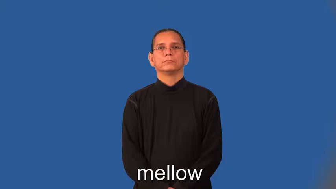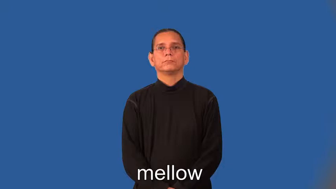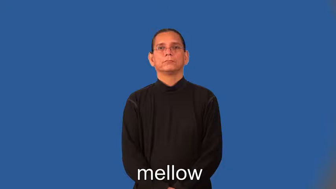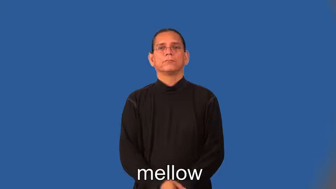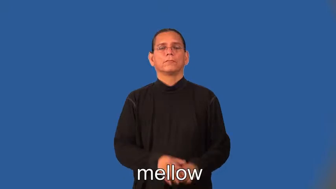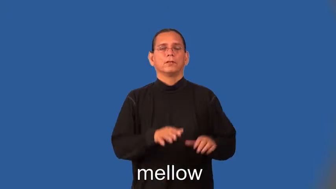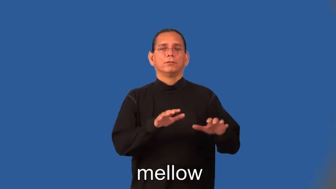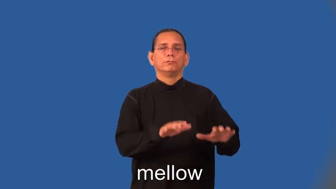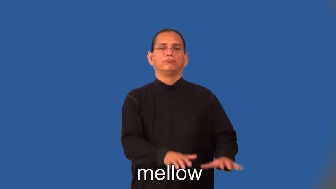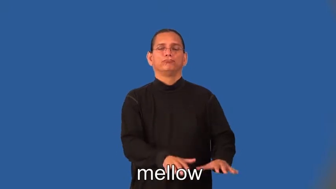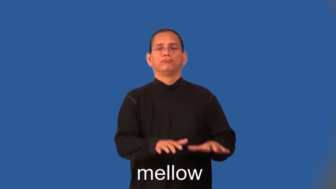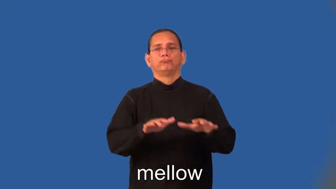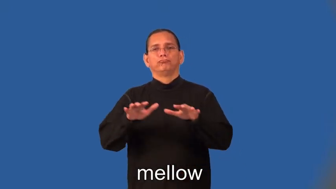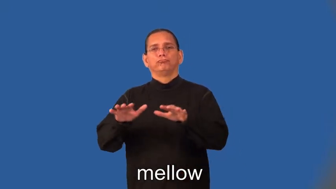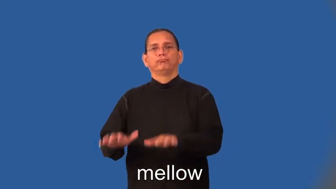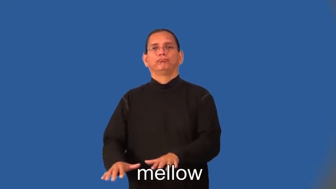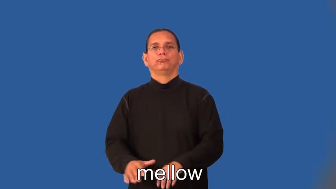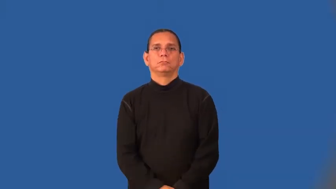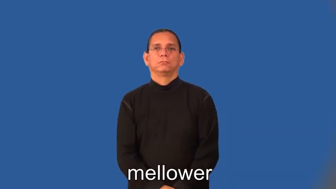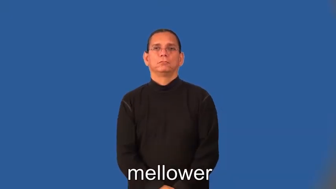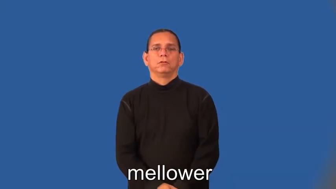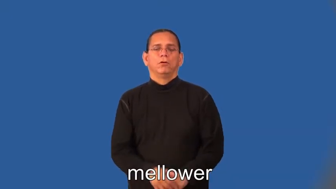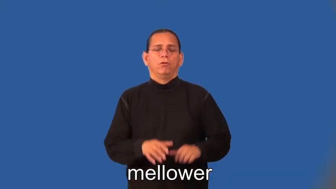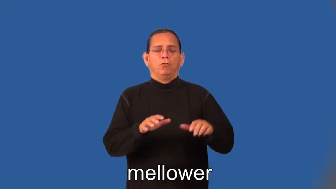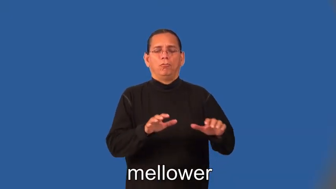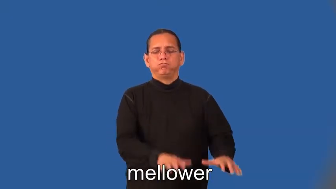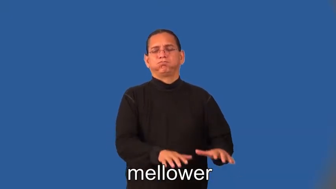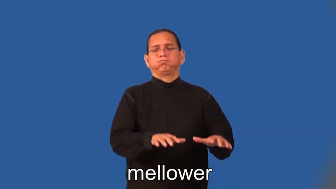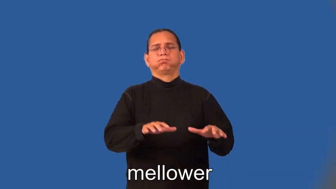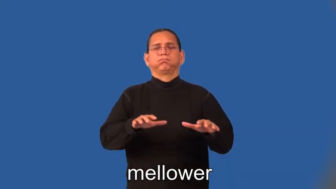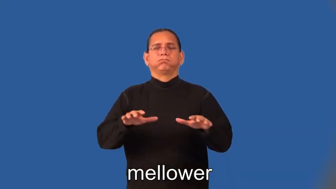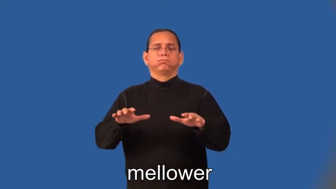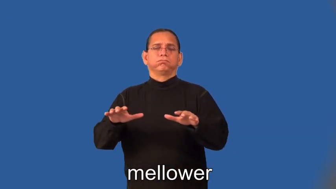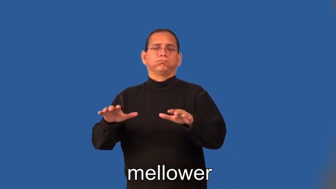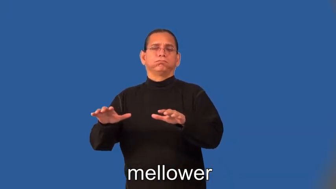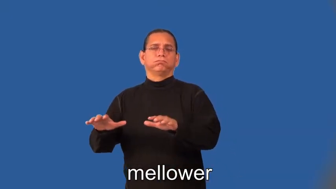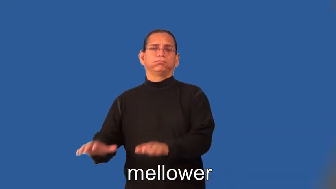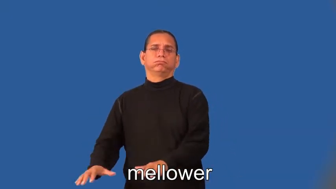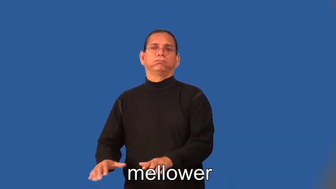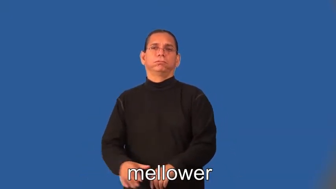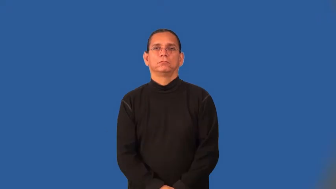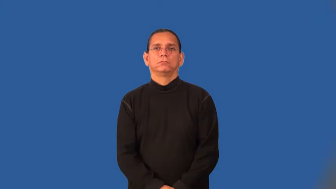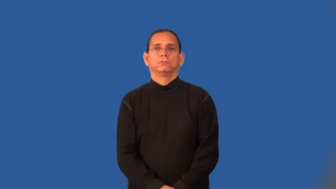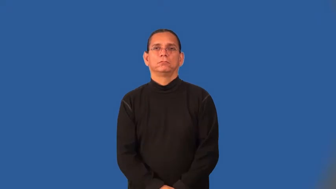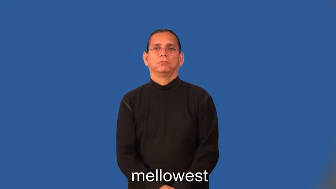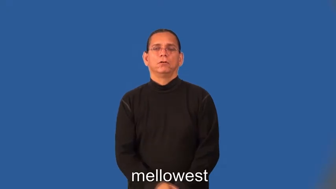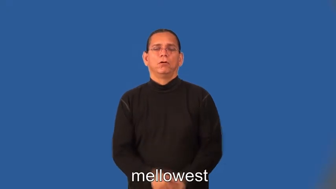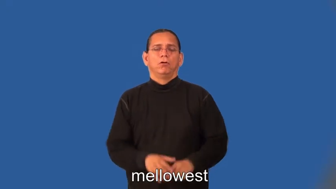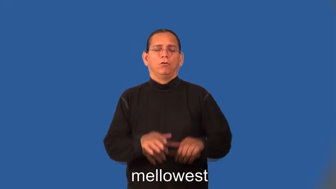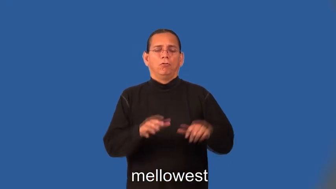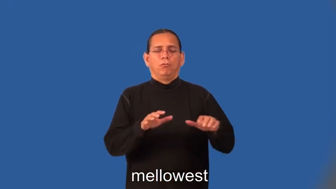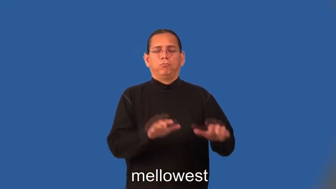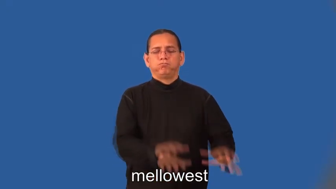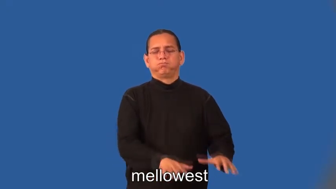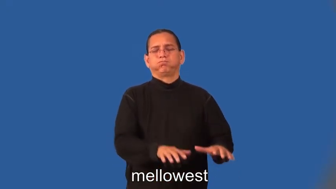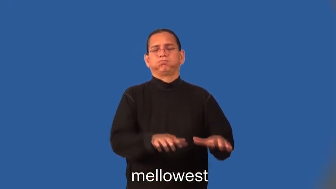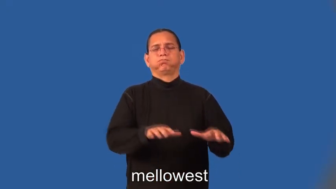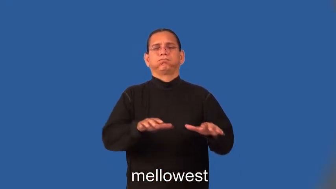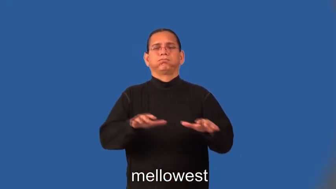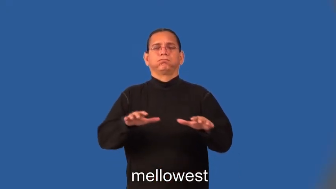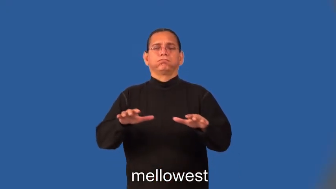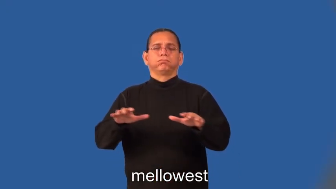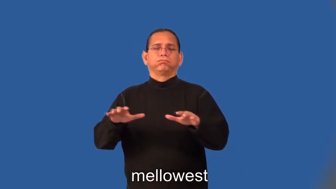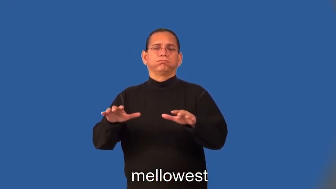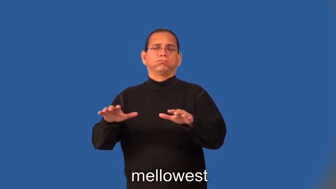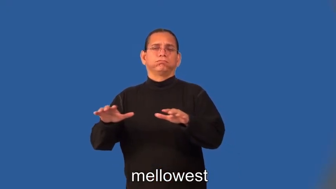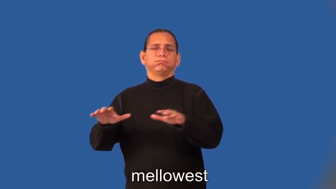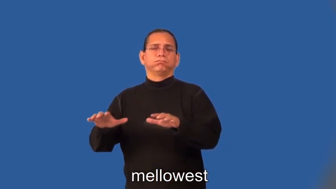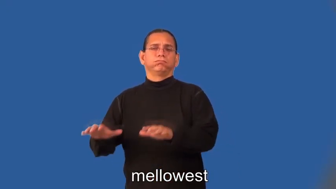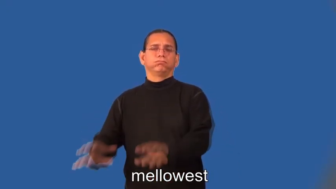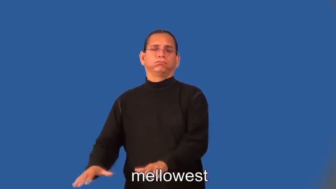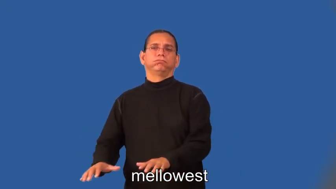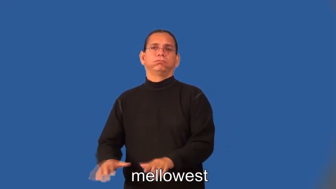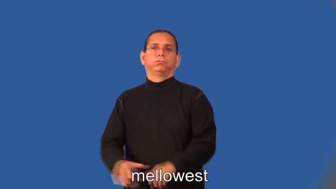mellower,mellowest